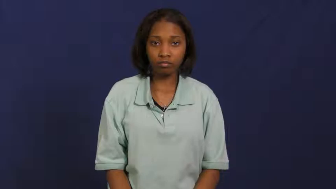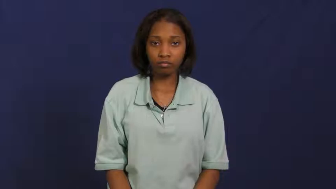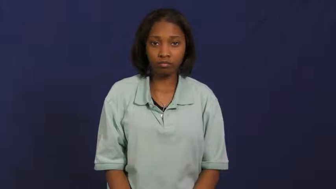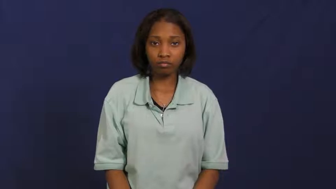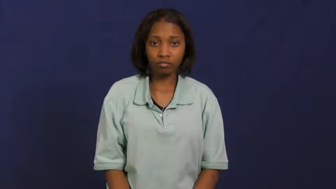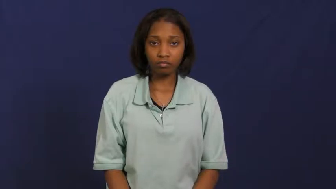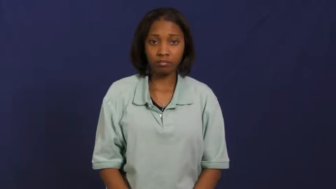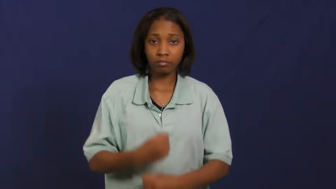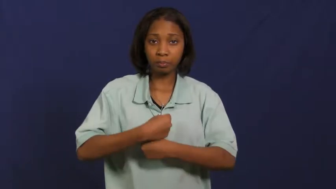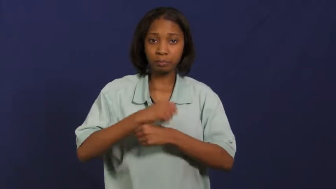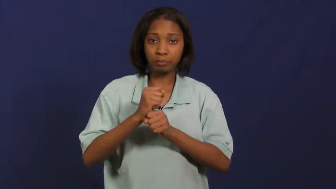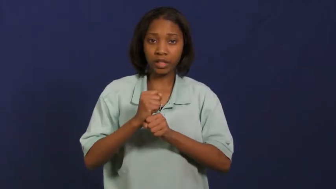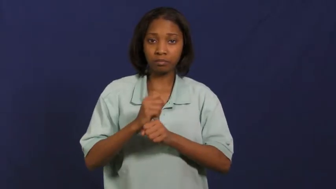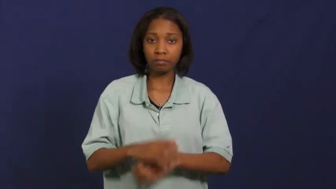turn out-make